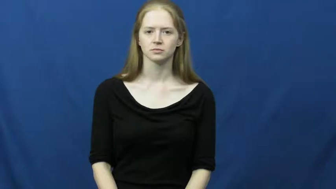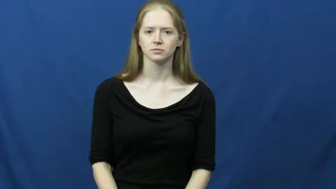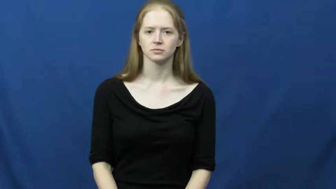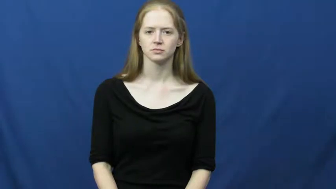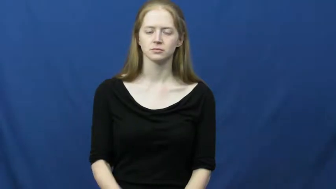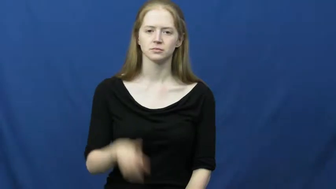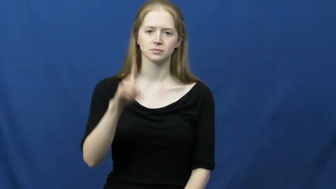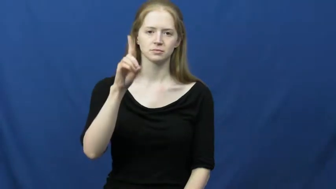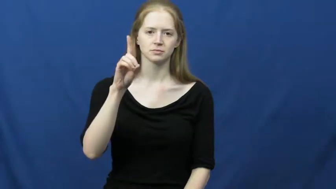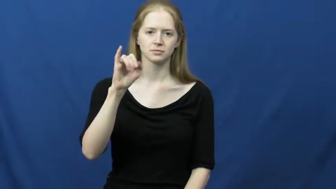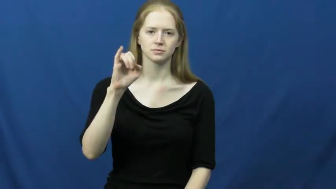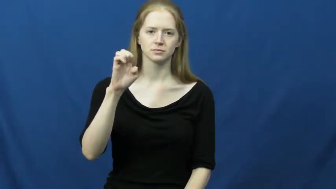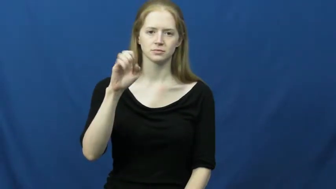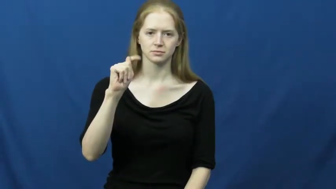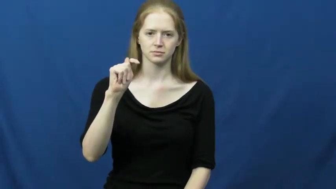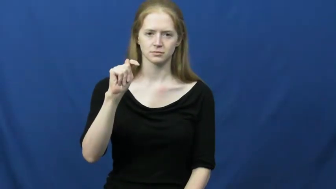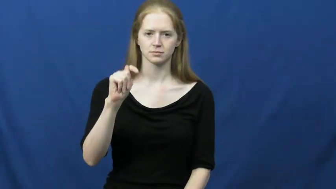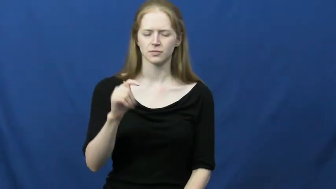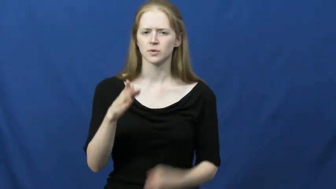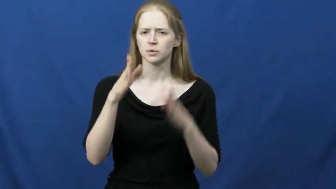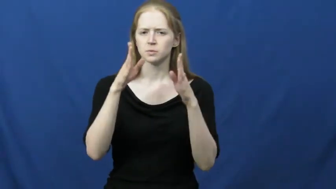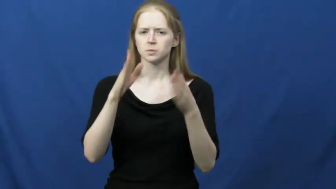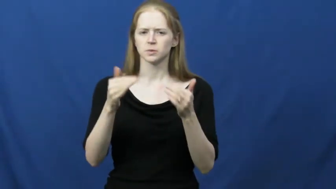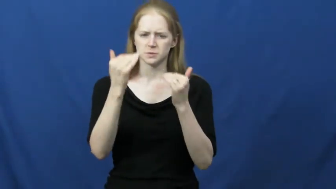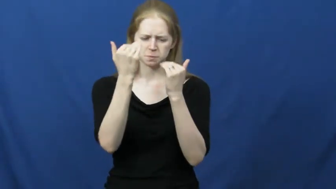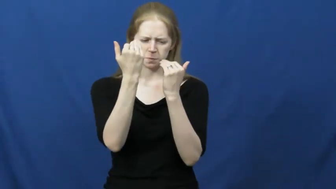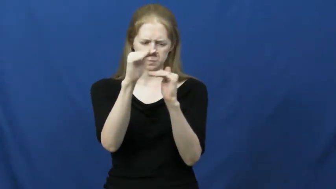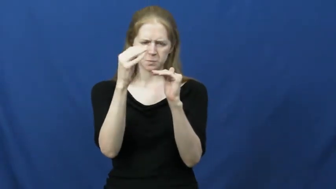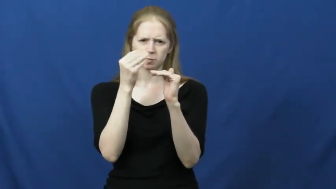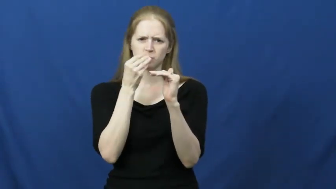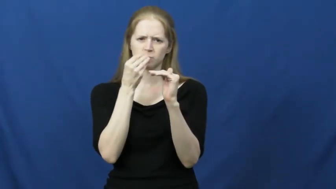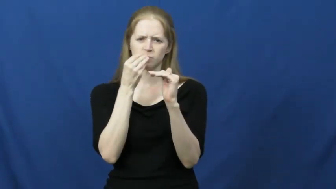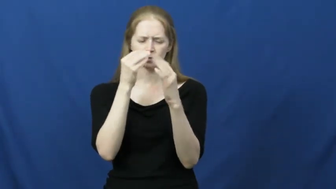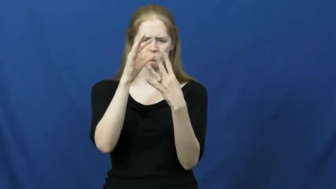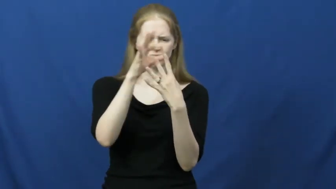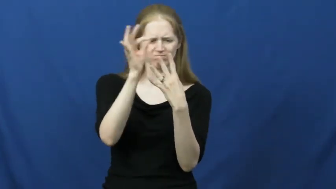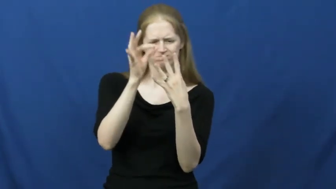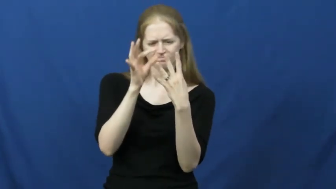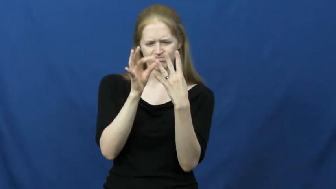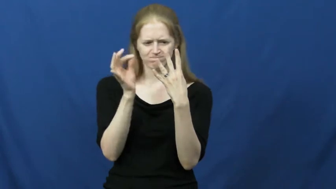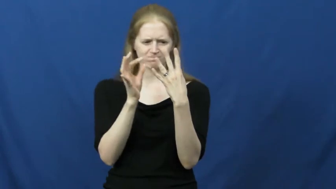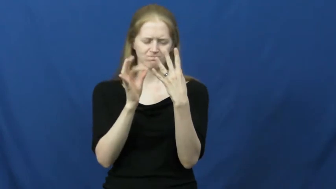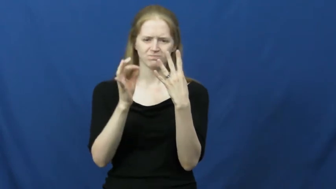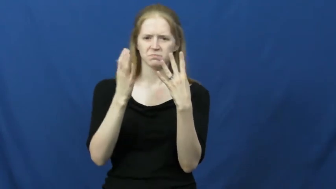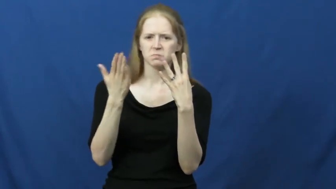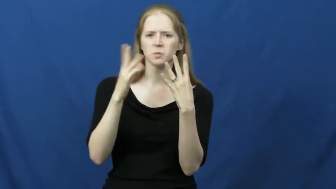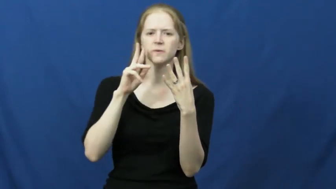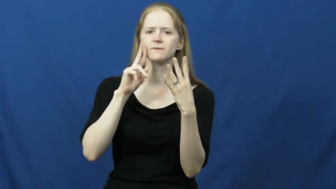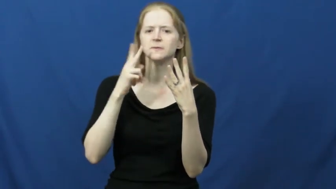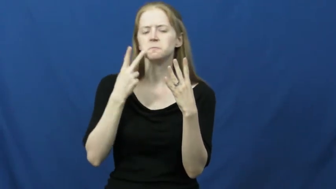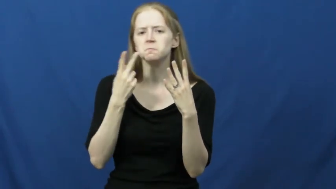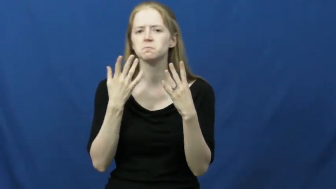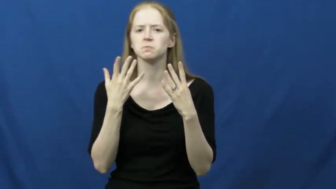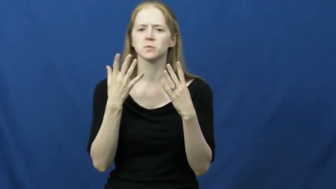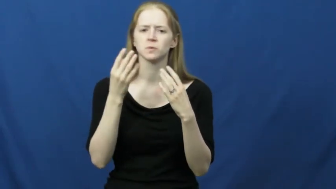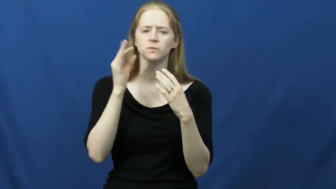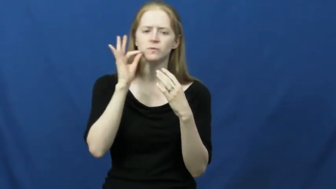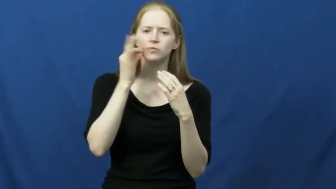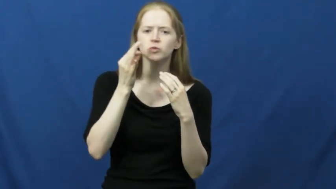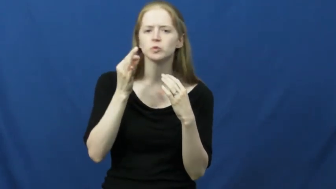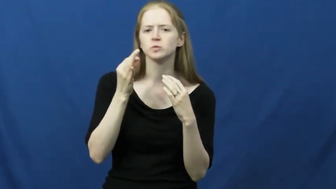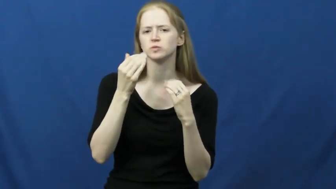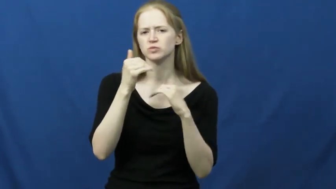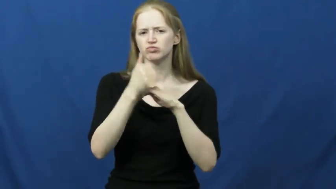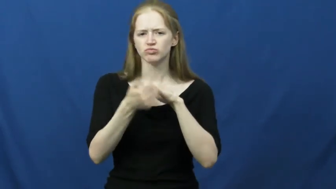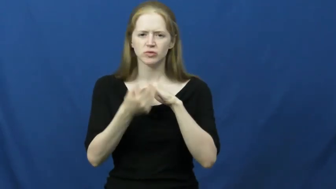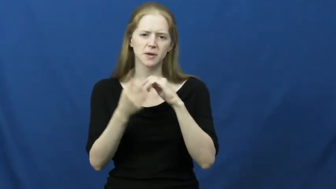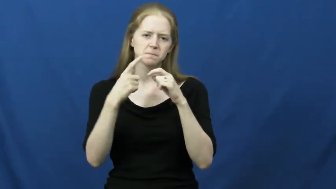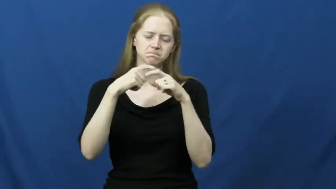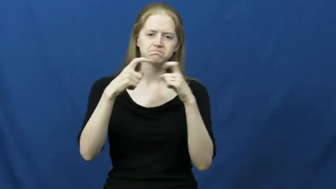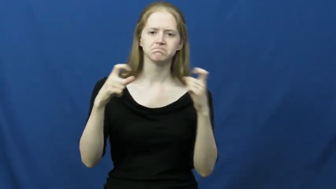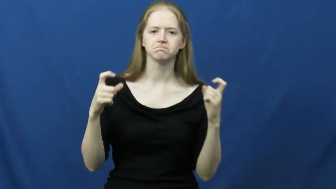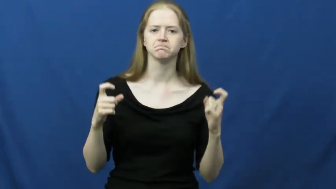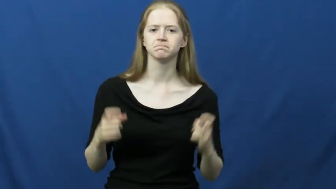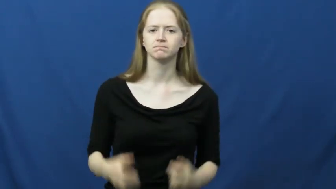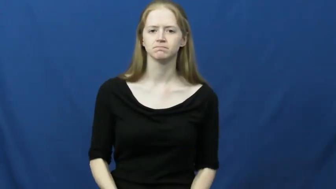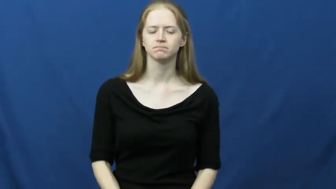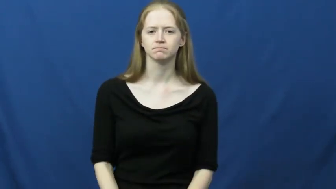diet-foods